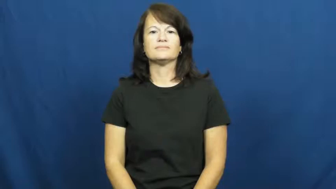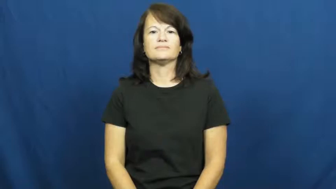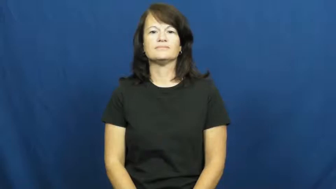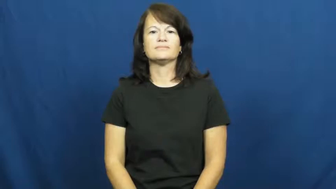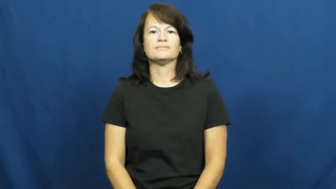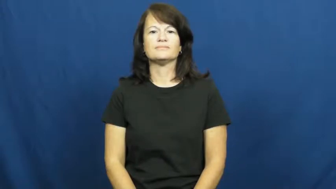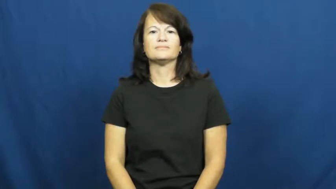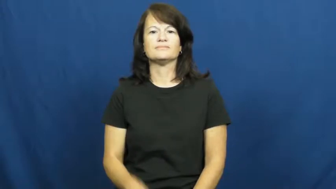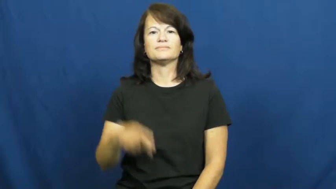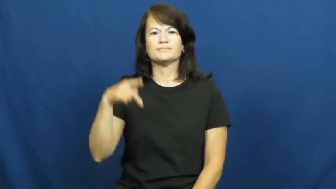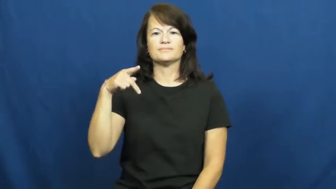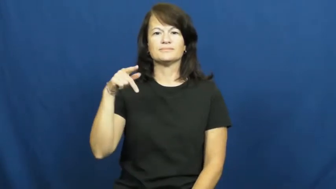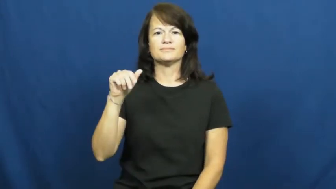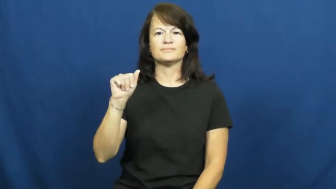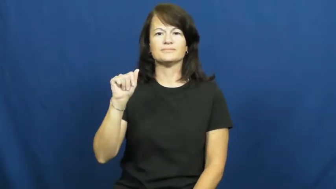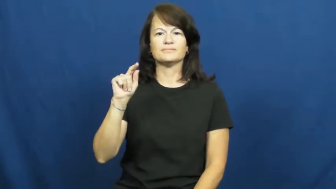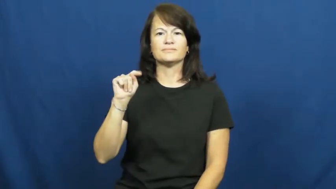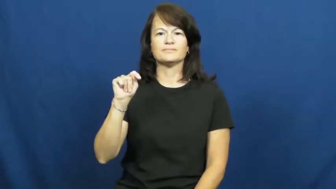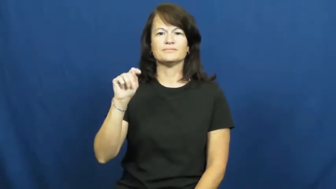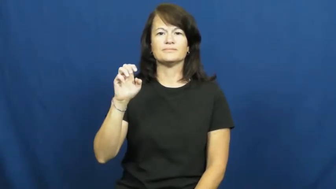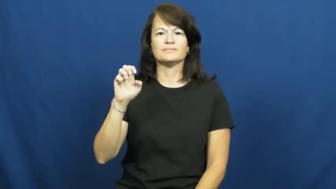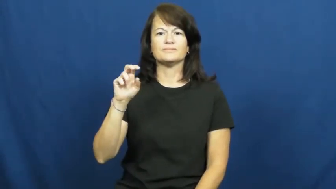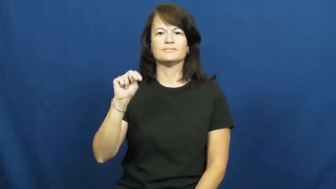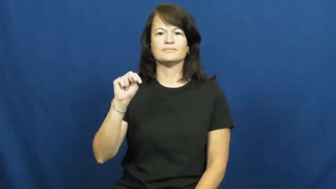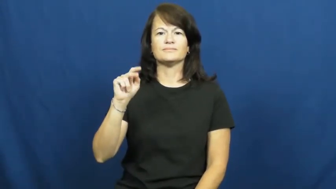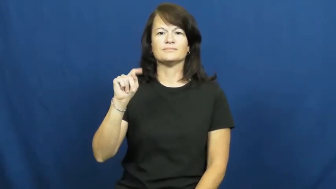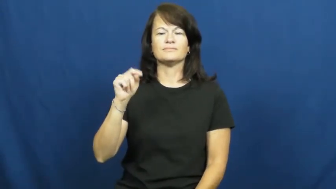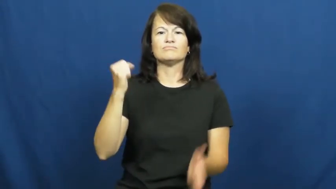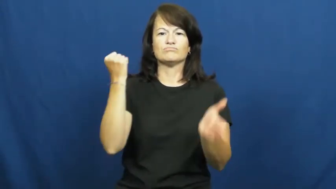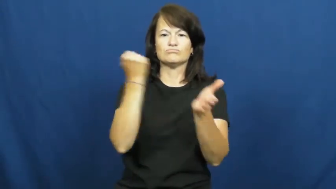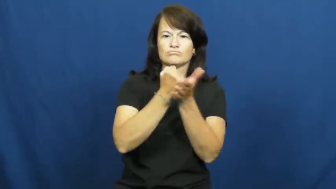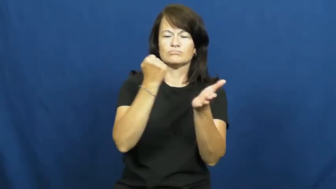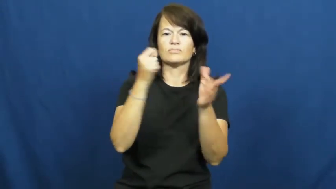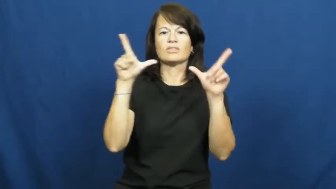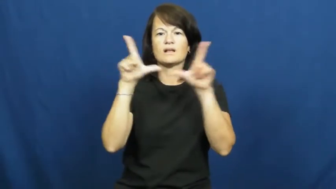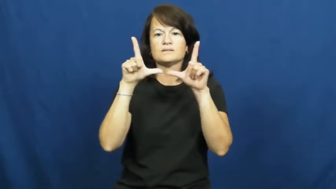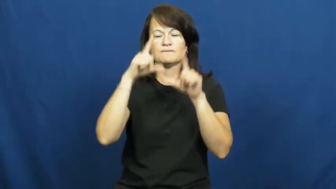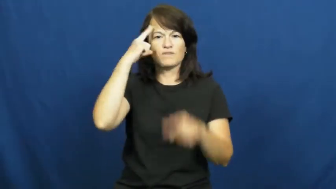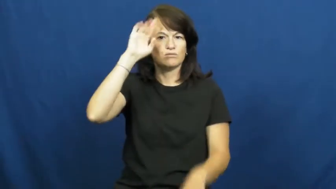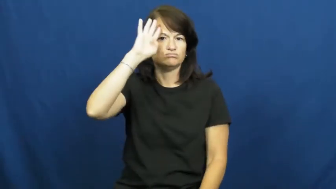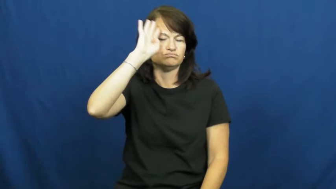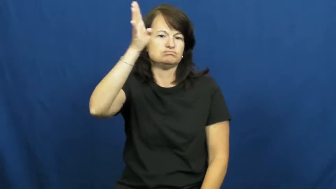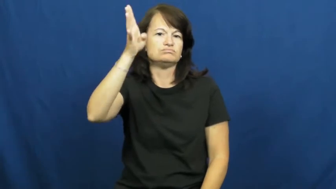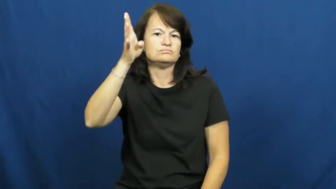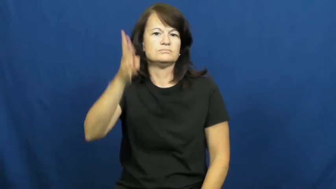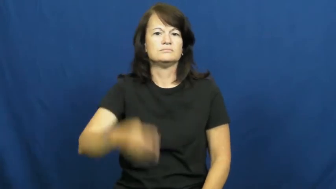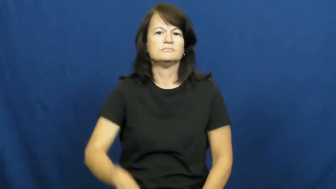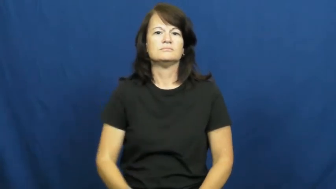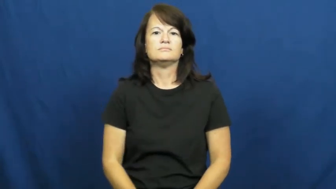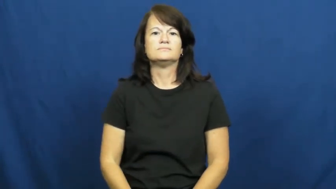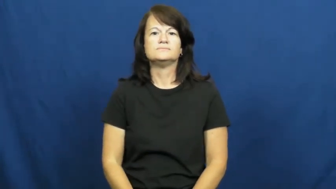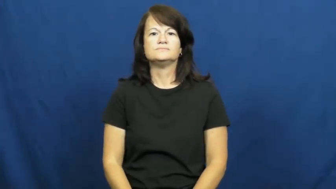patent